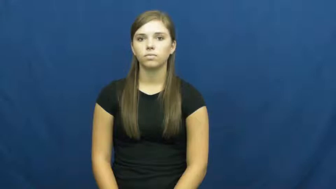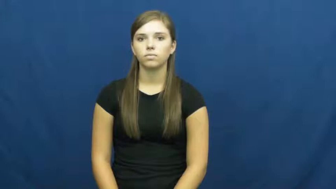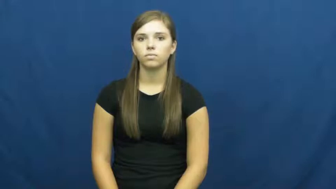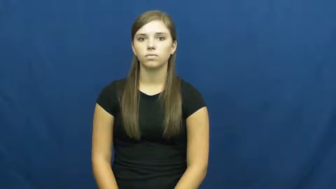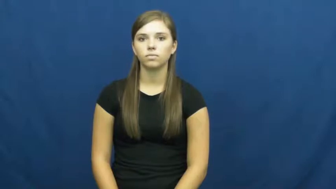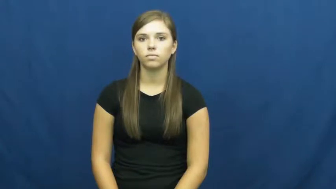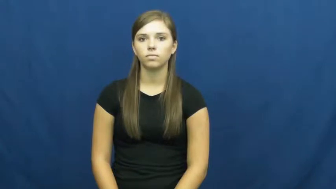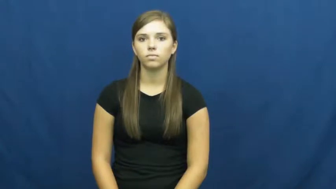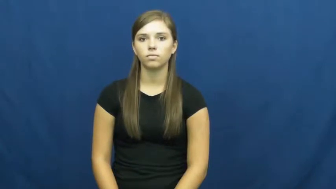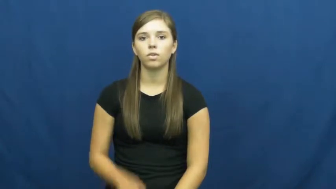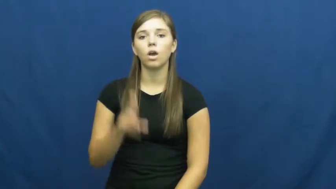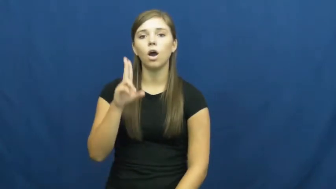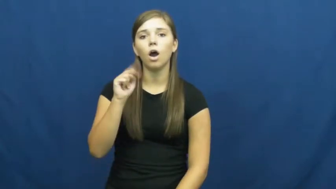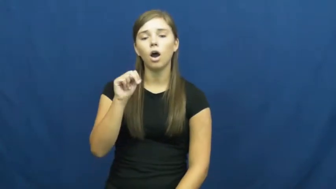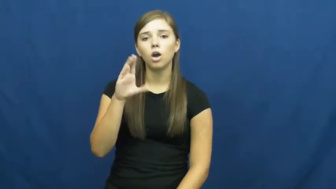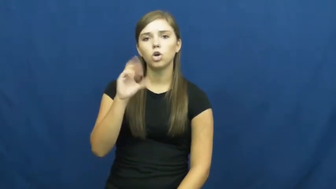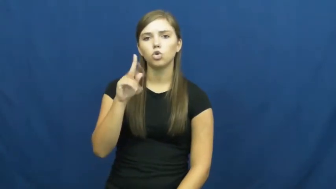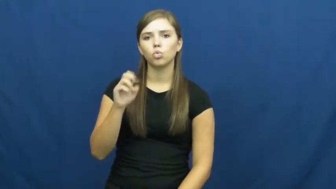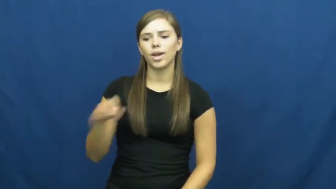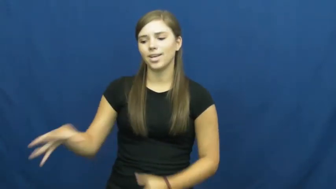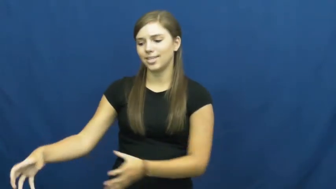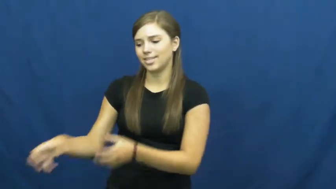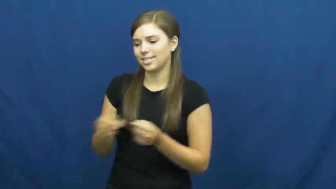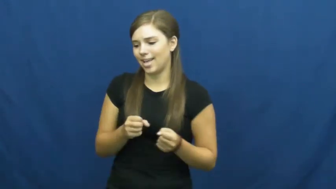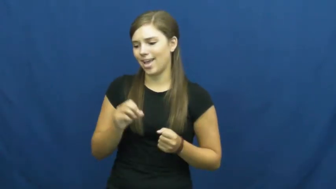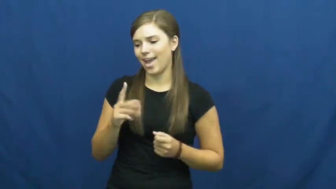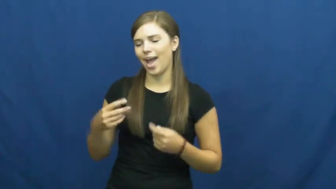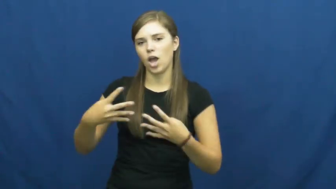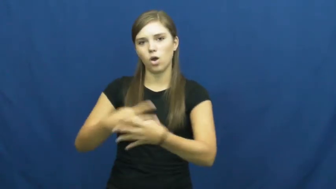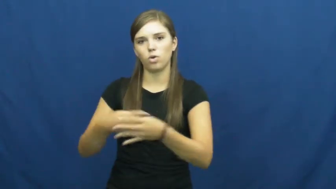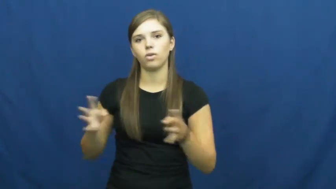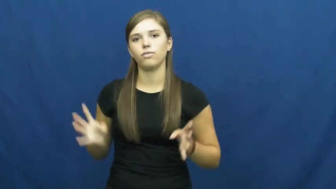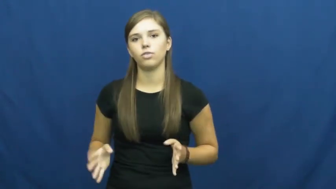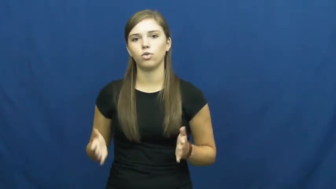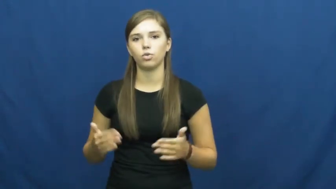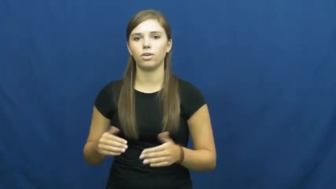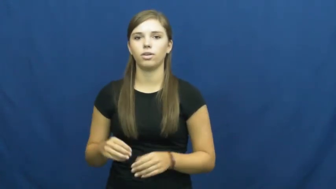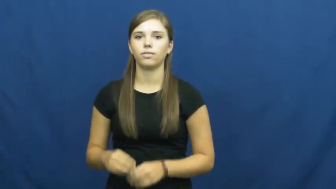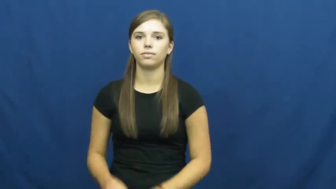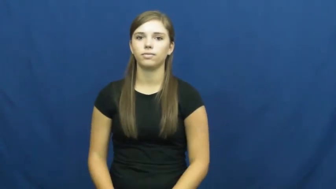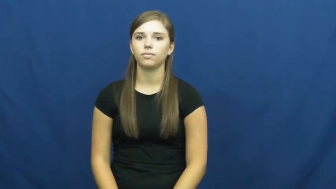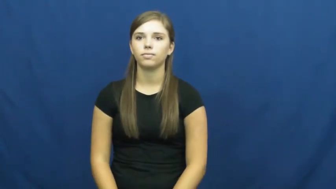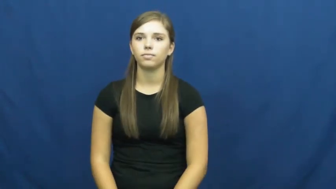uncrate